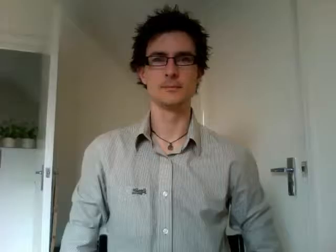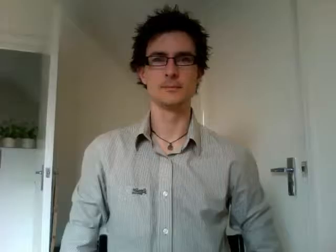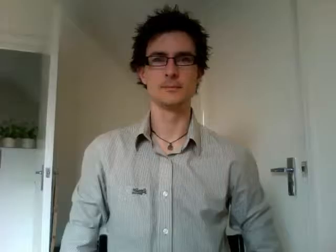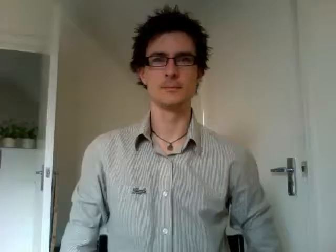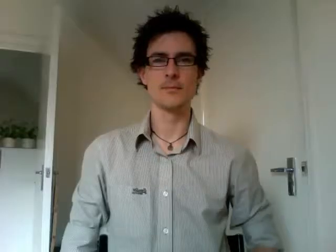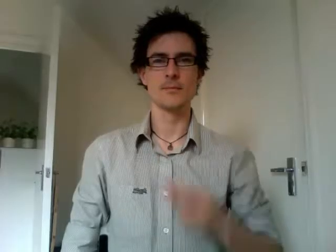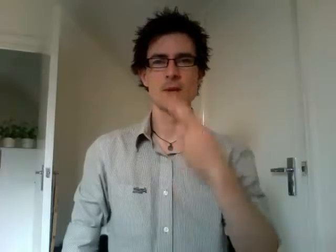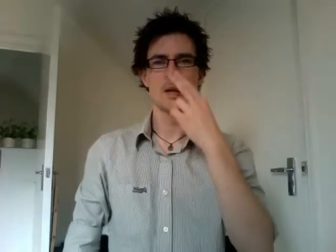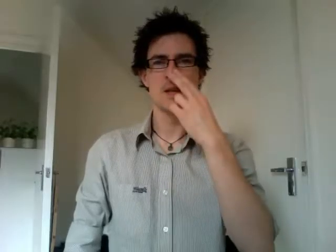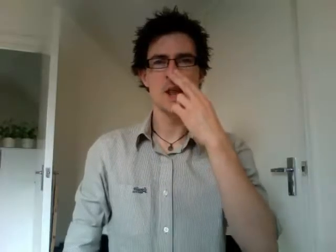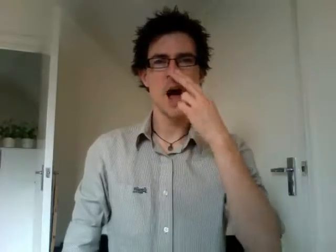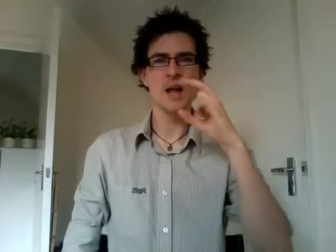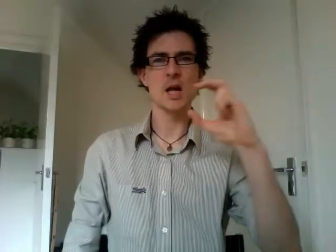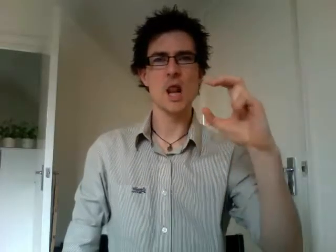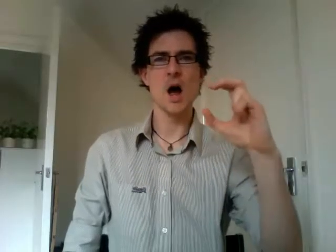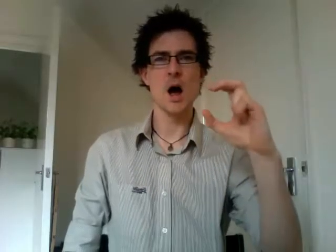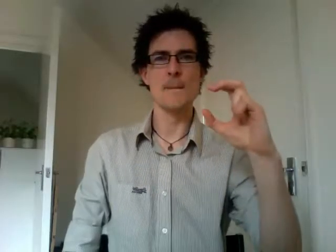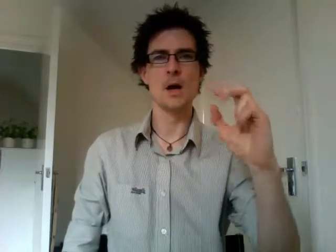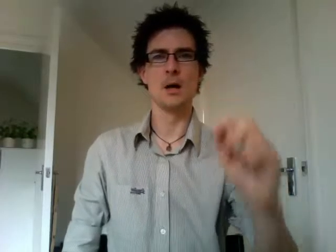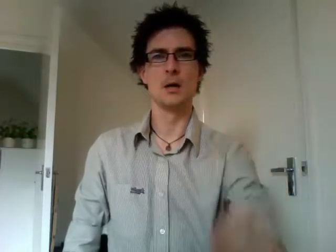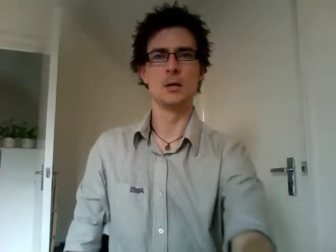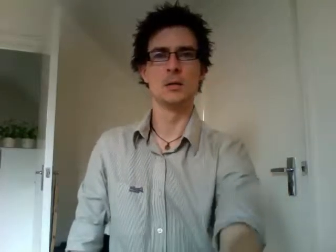night club